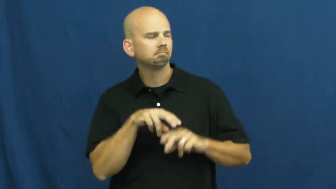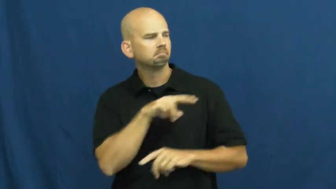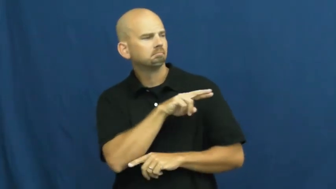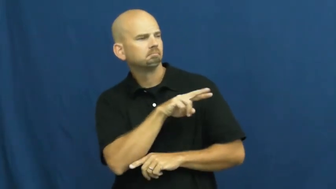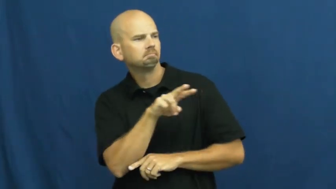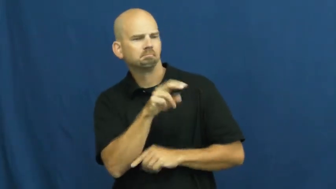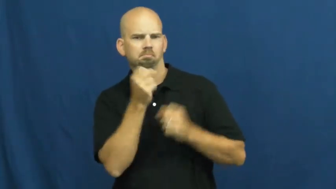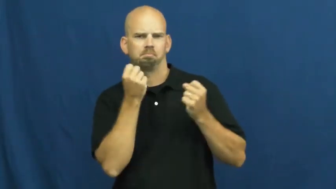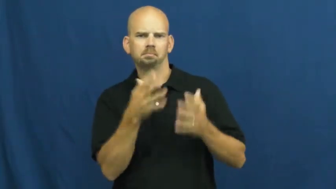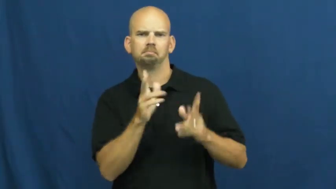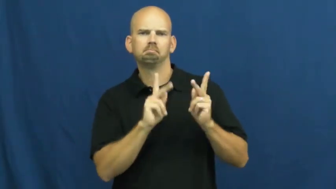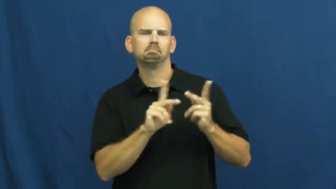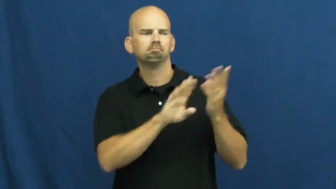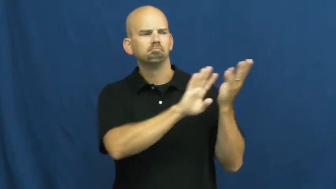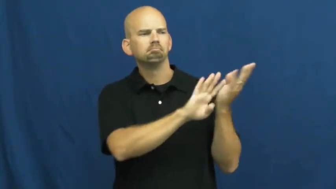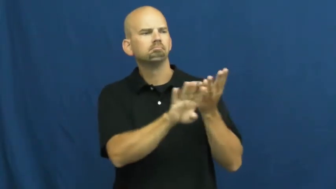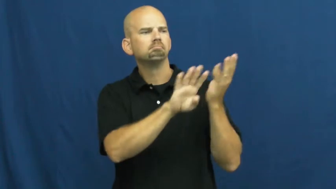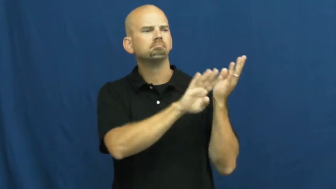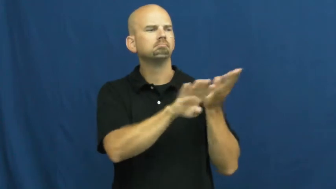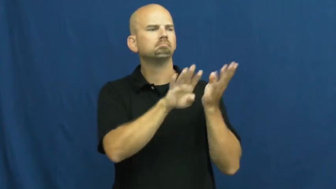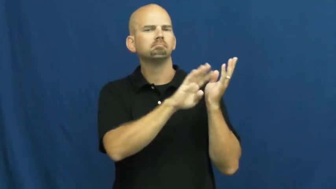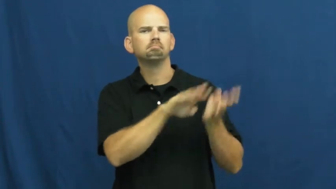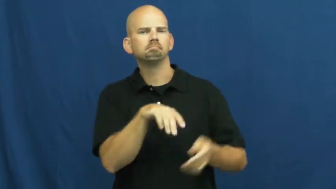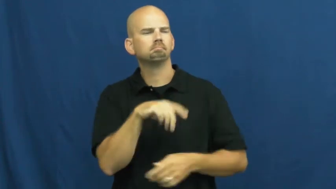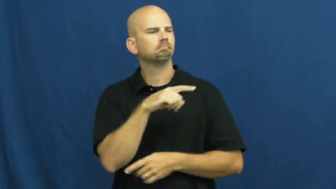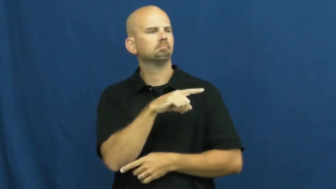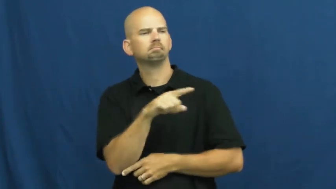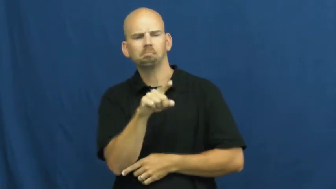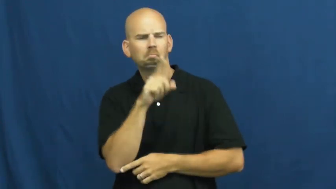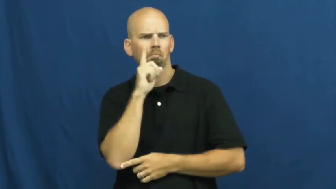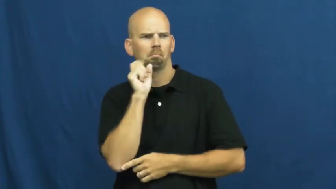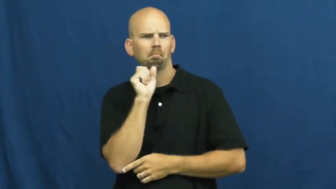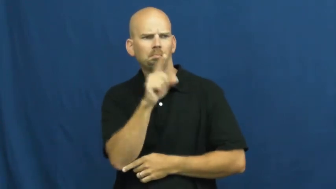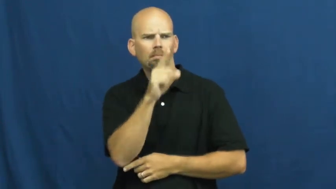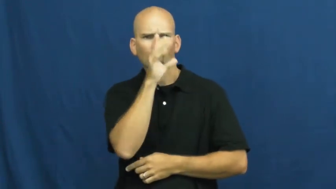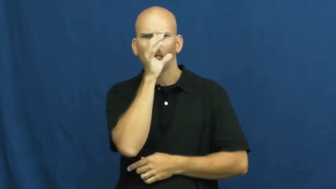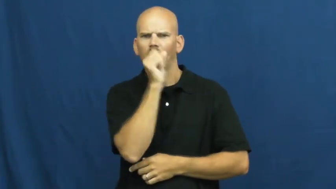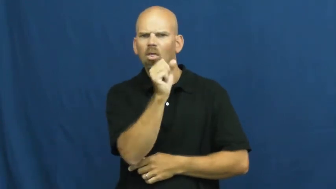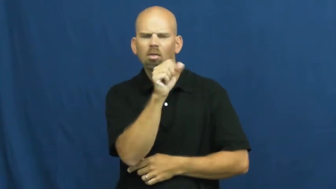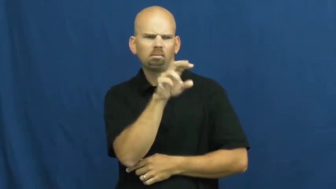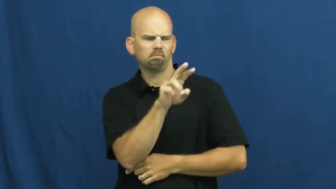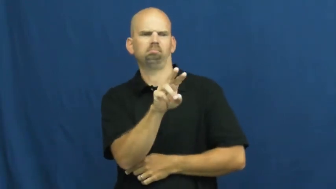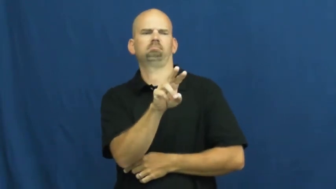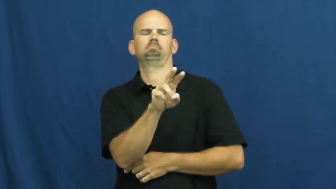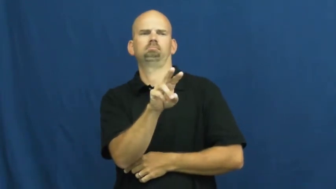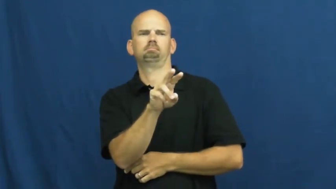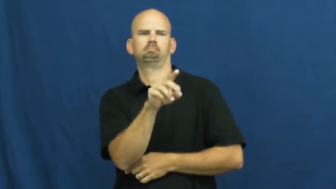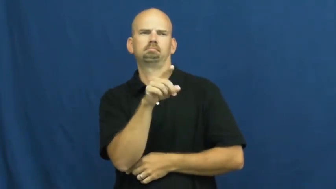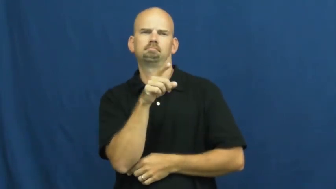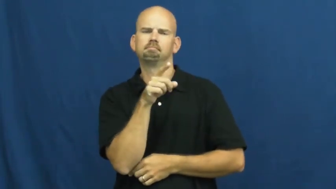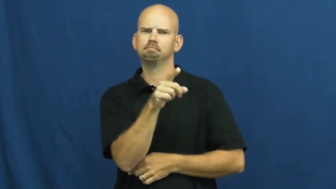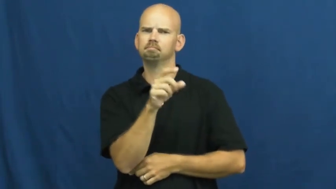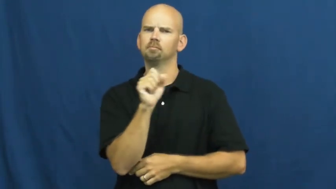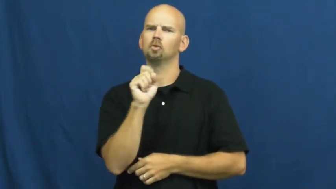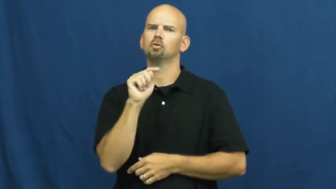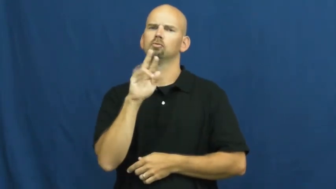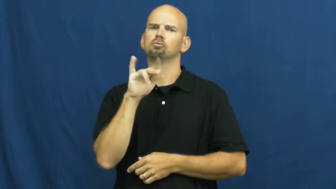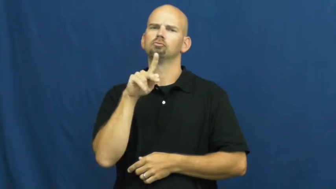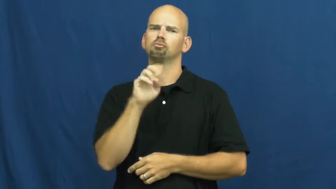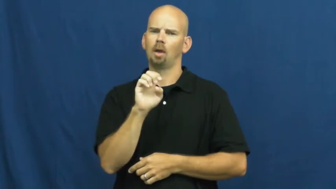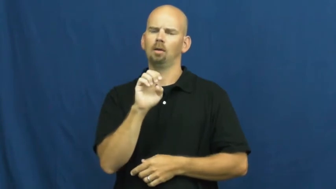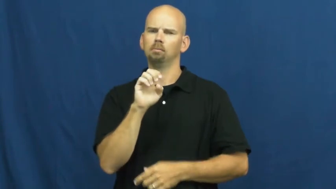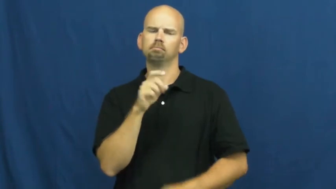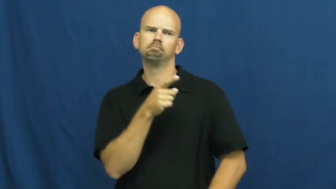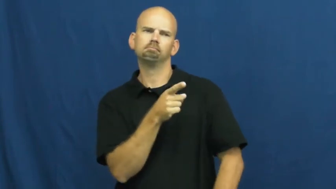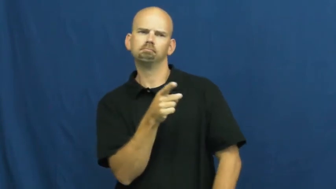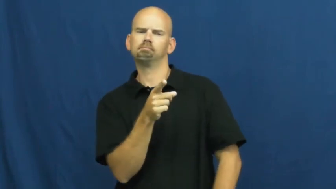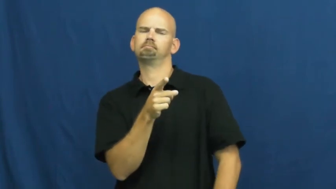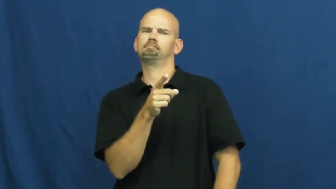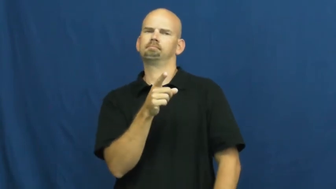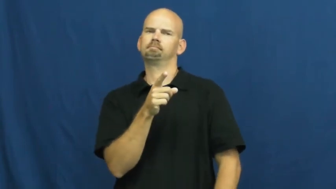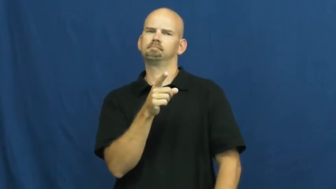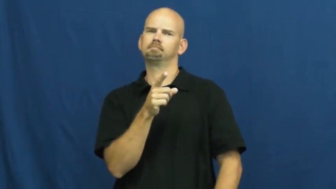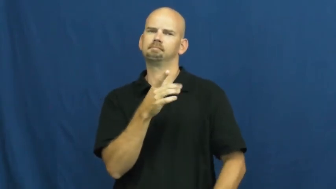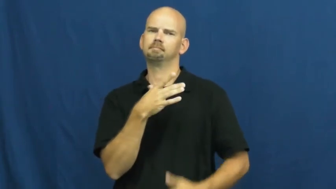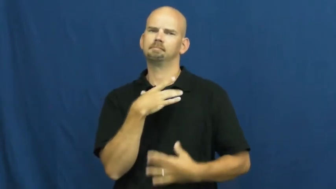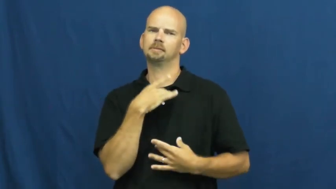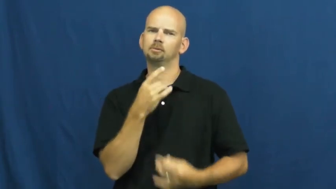strike-fascination